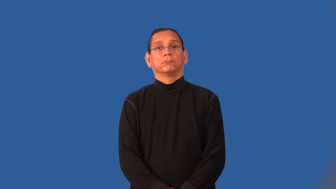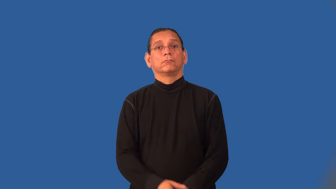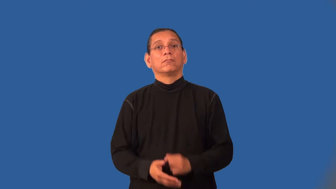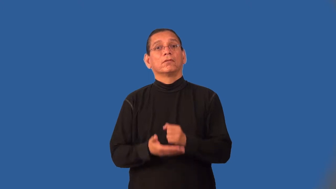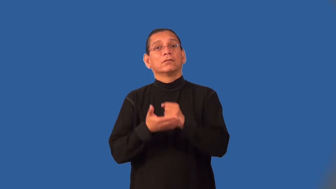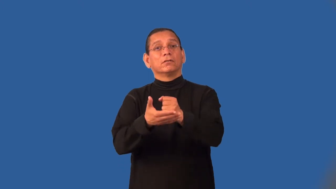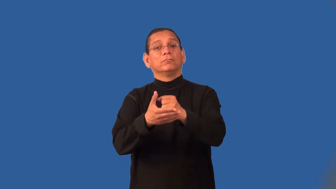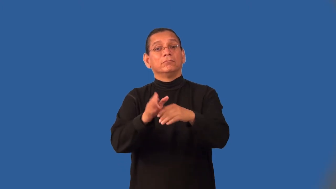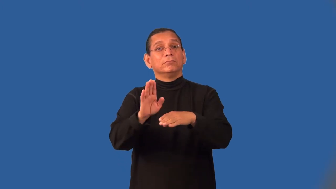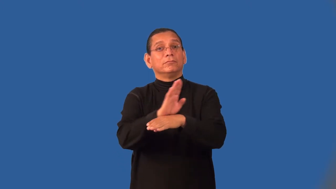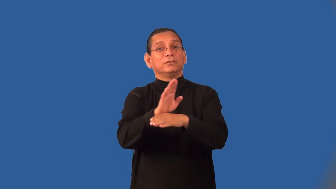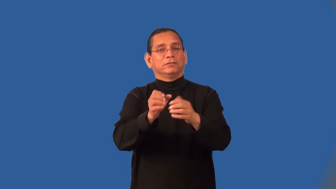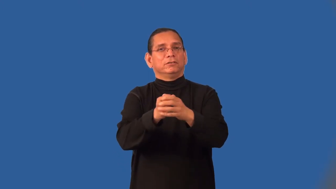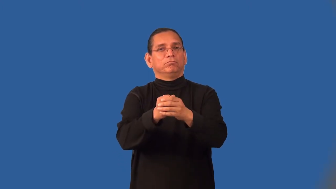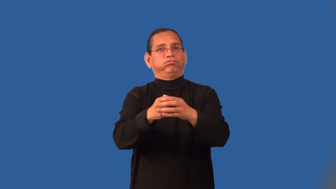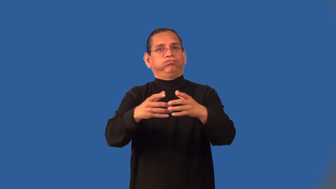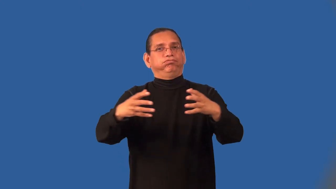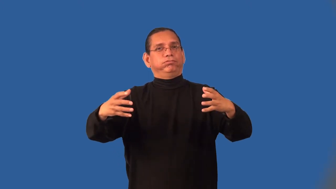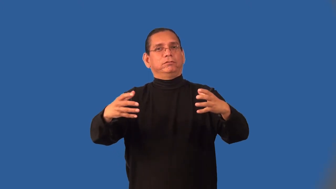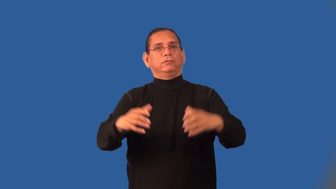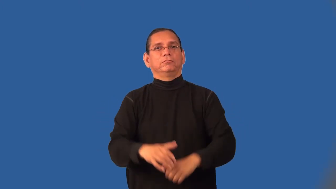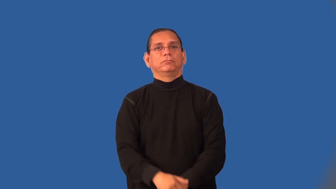incubator-business